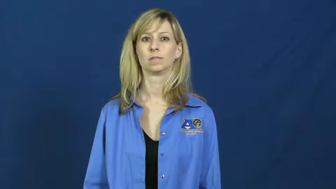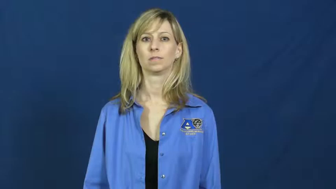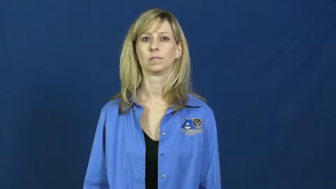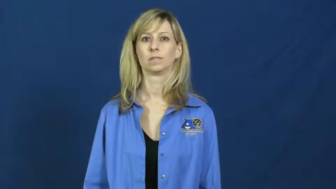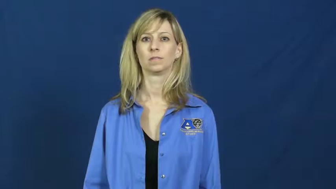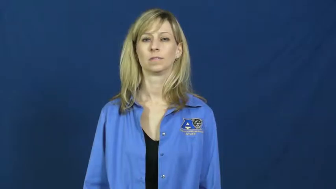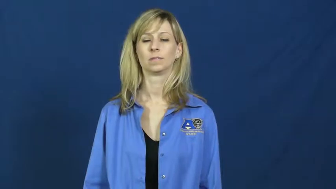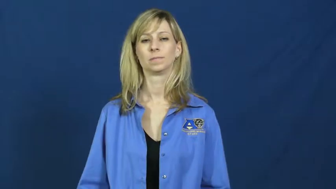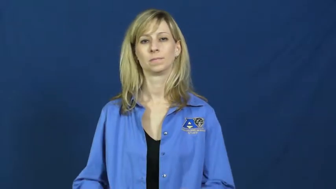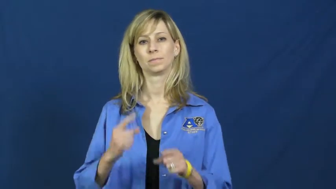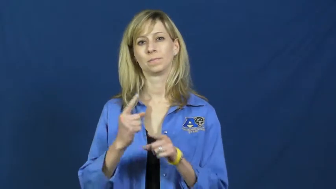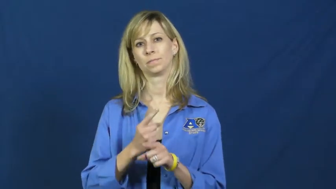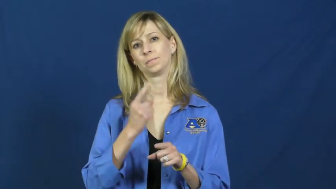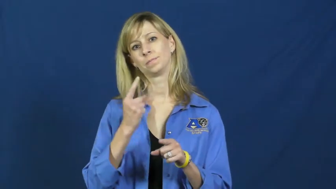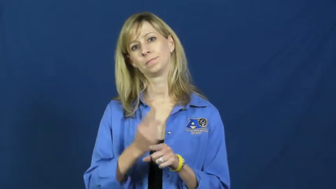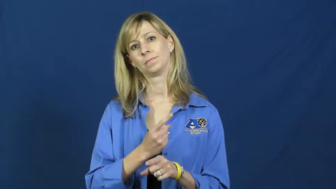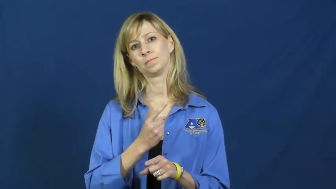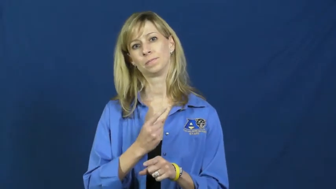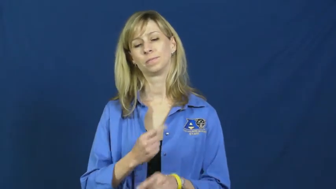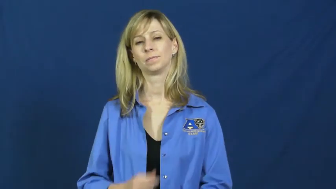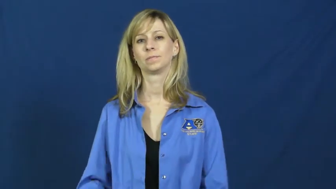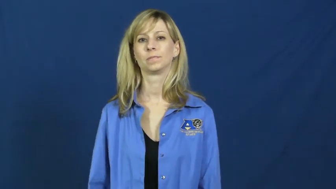regular